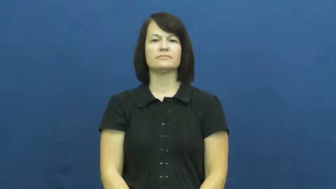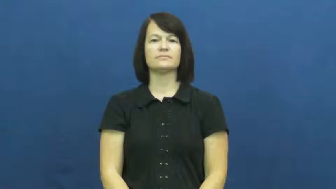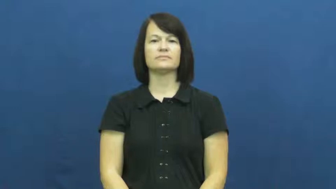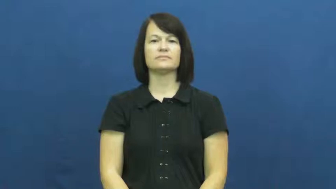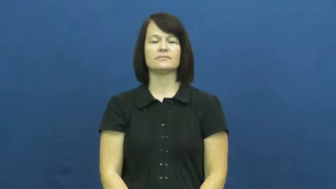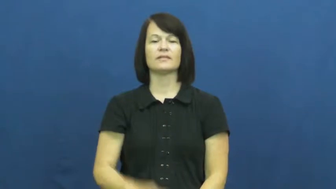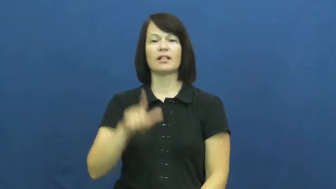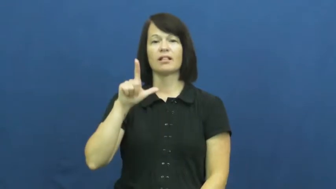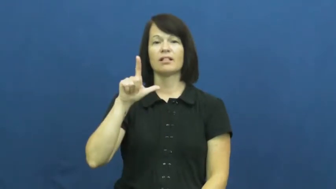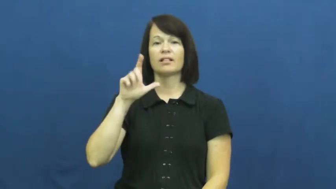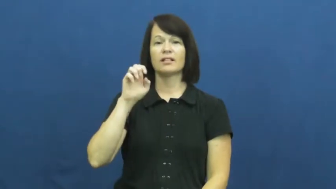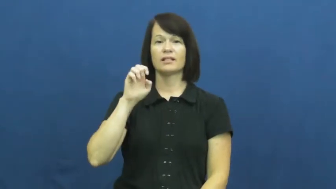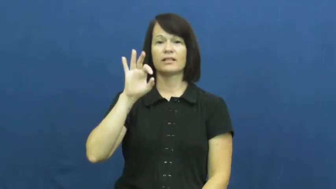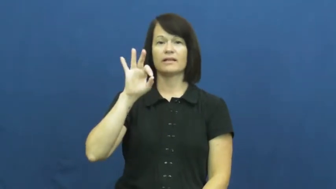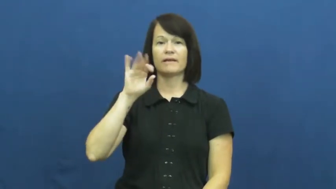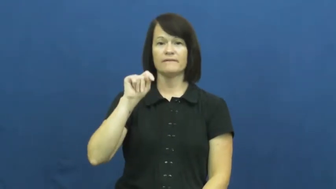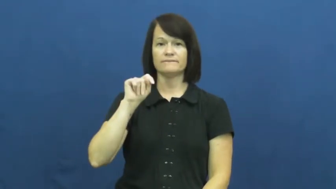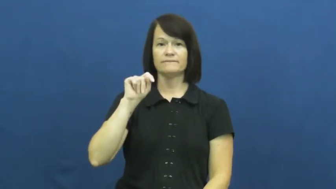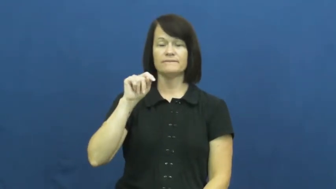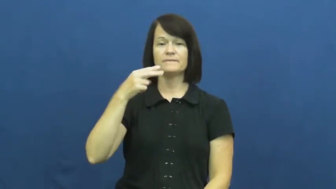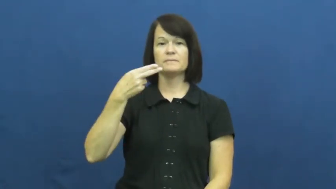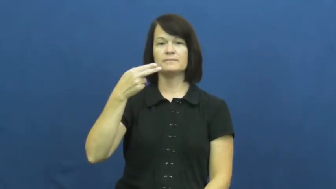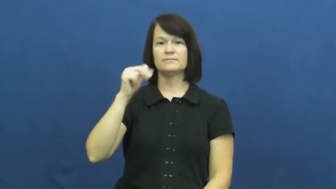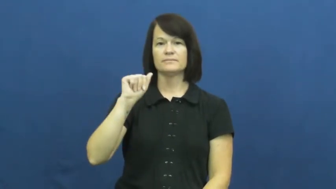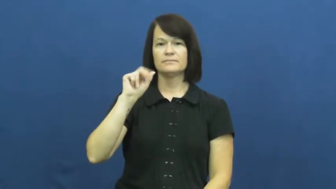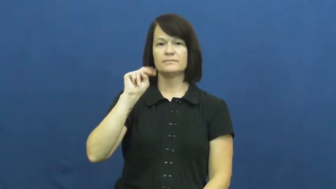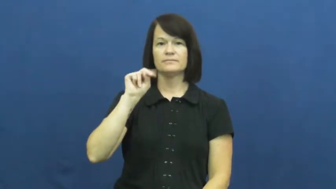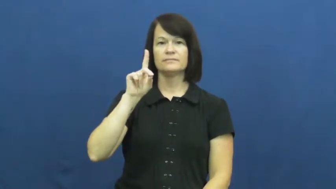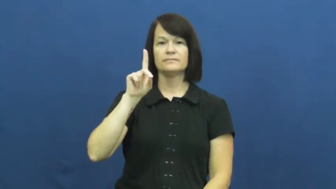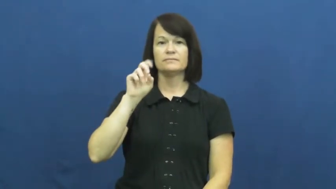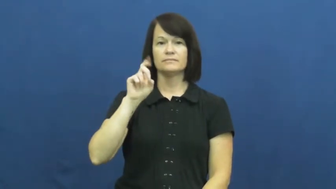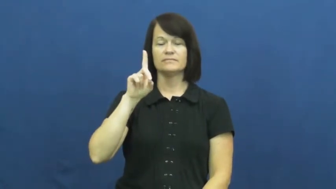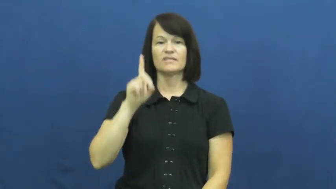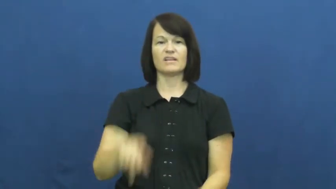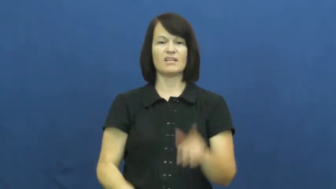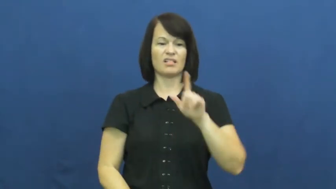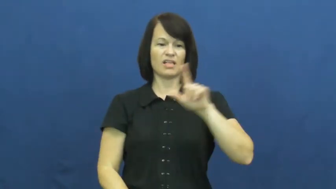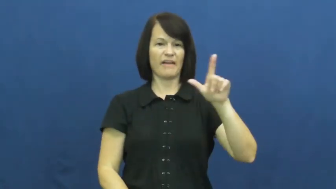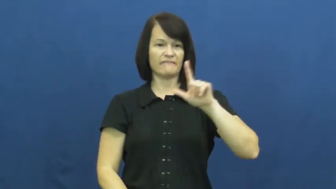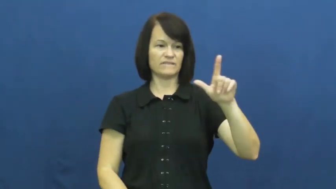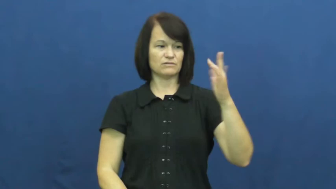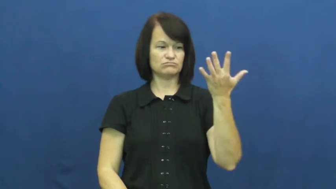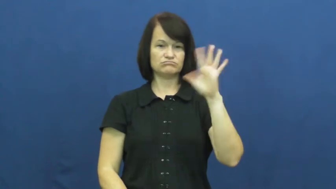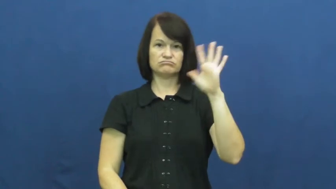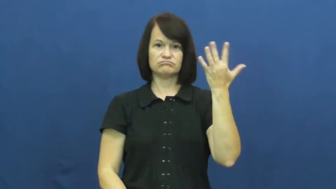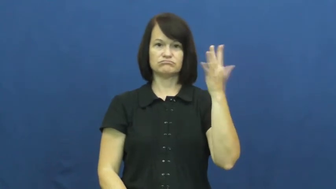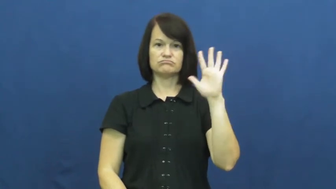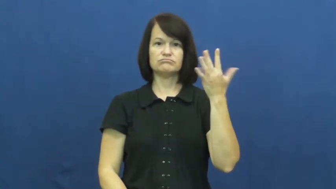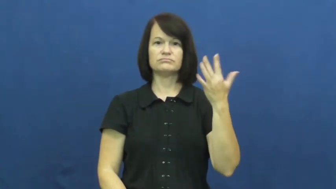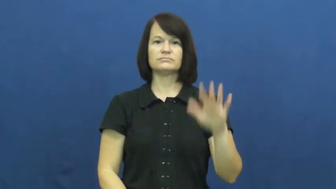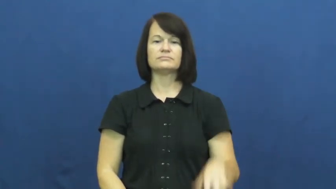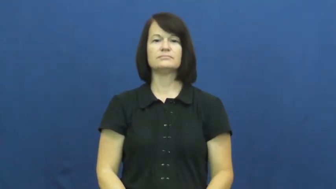left handed